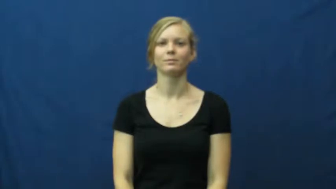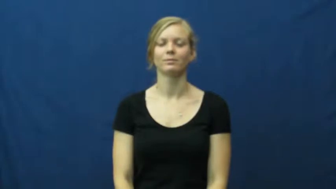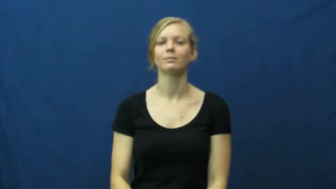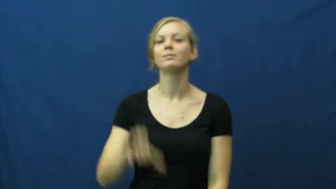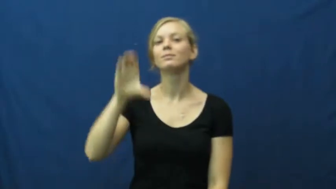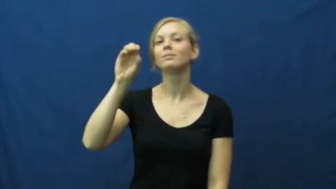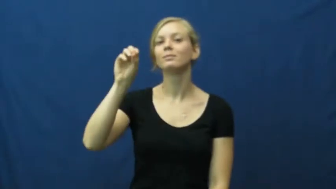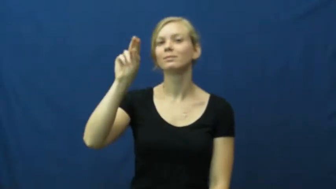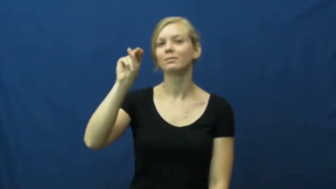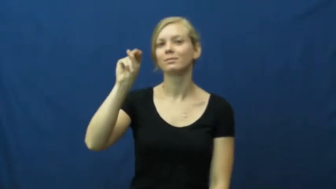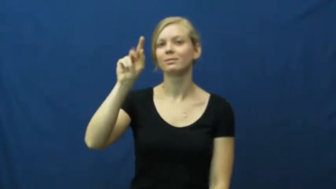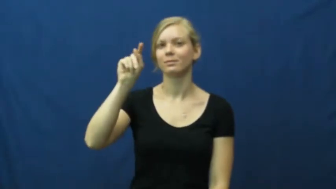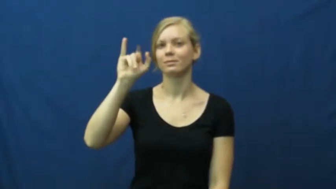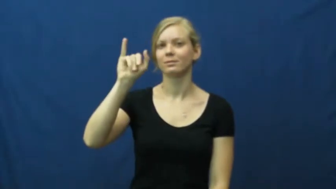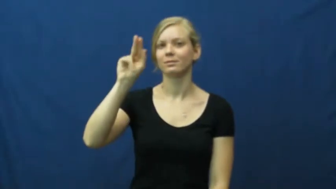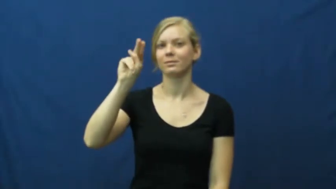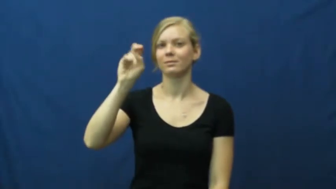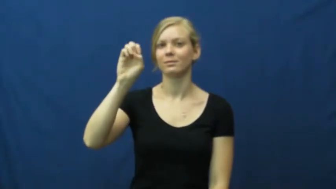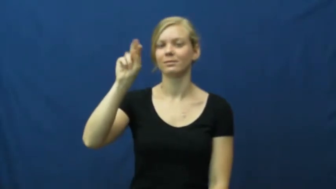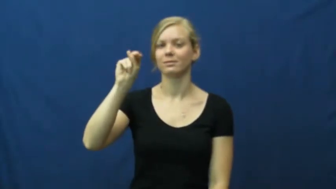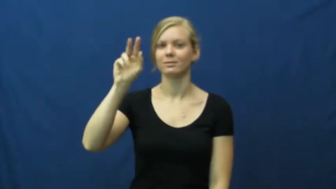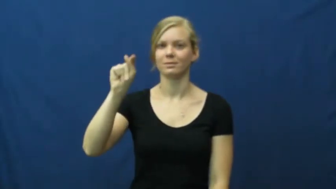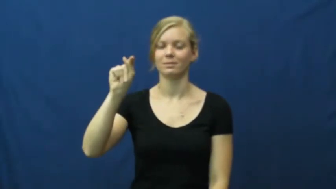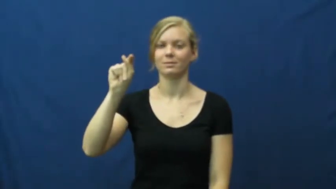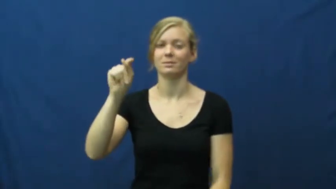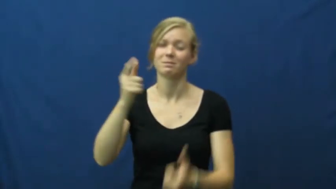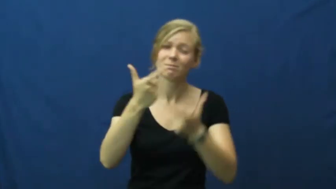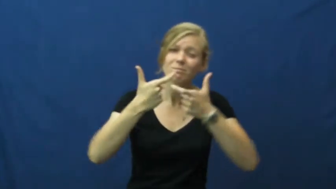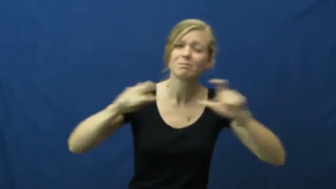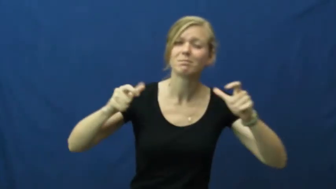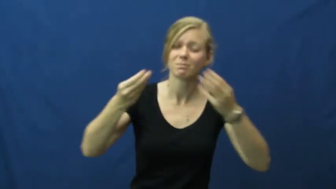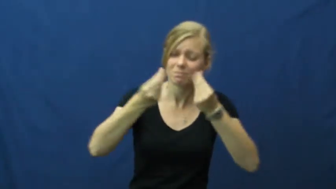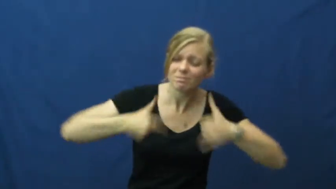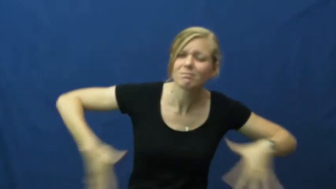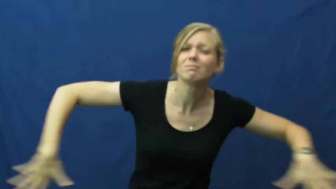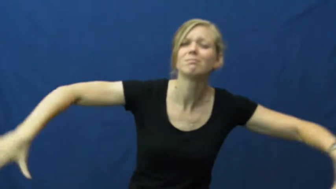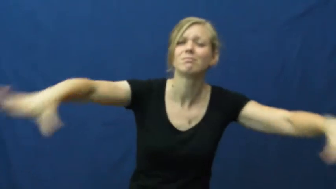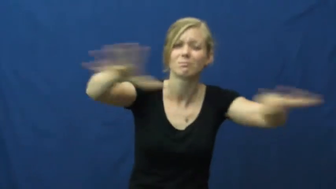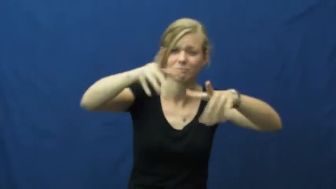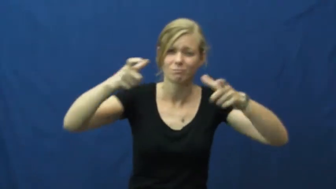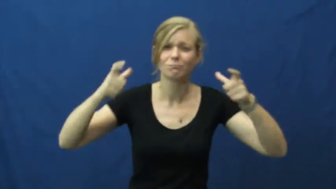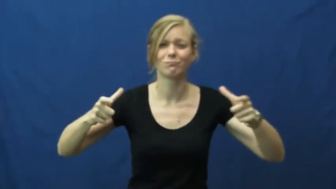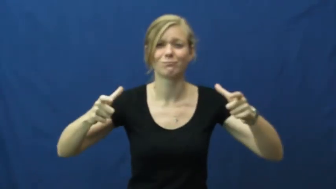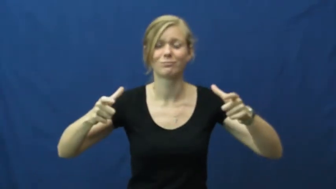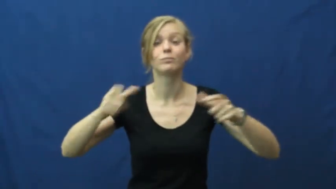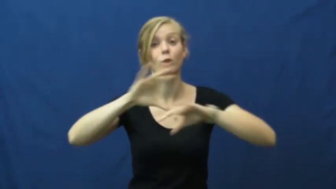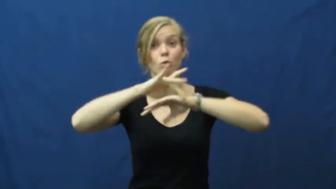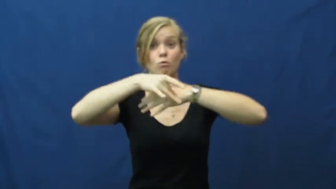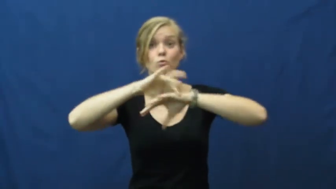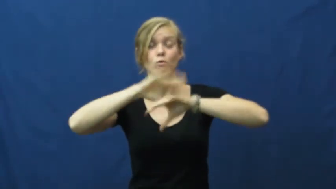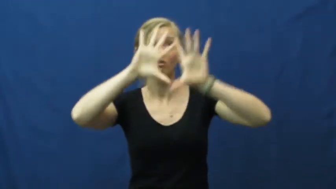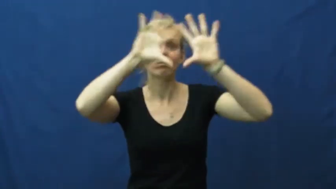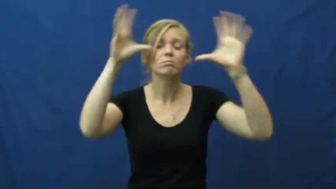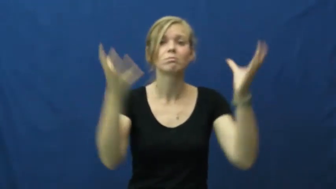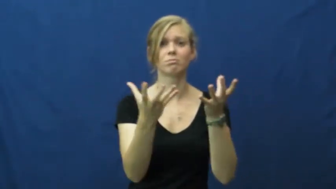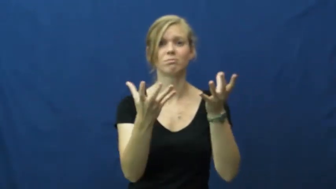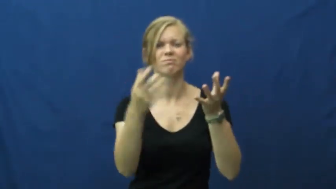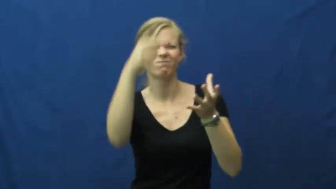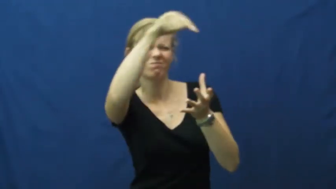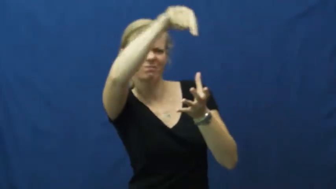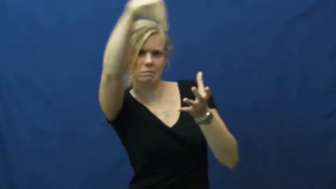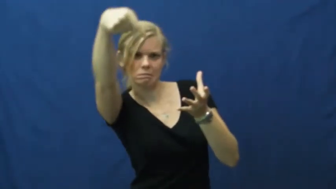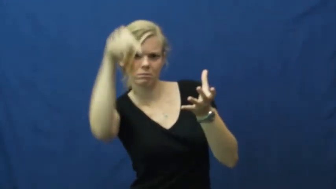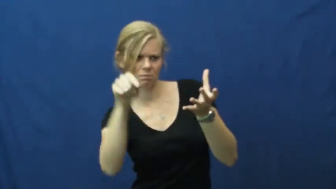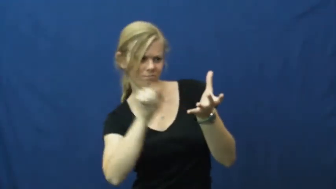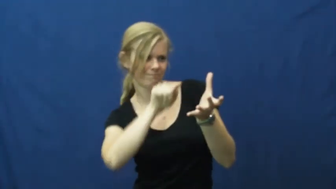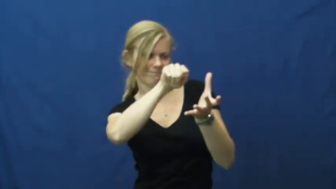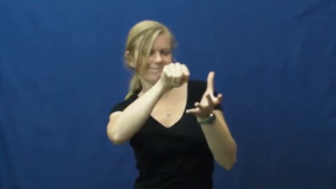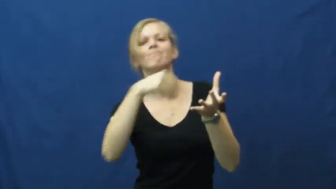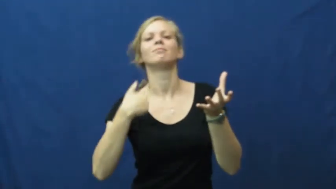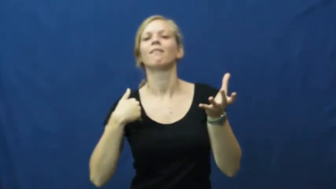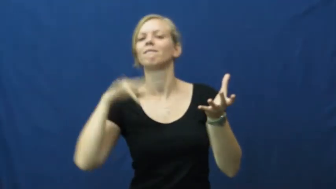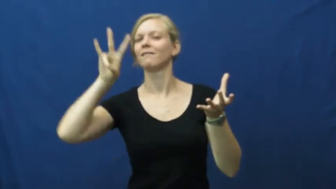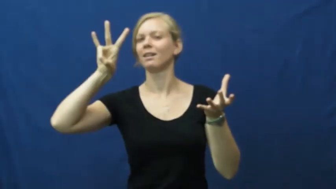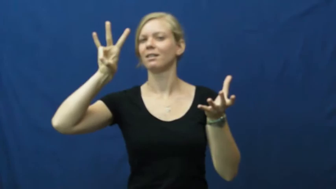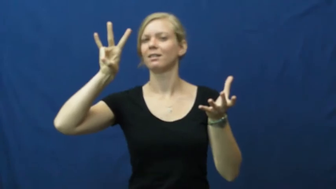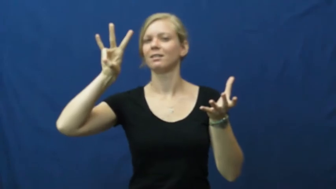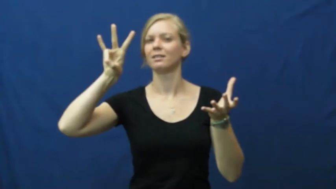continent